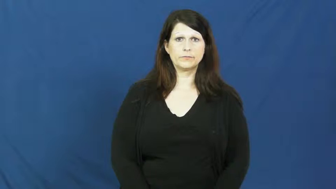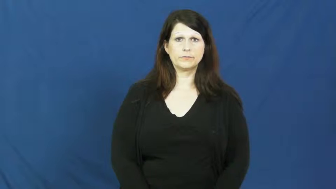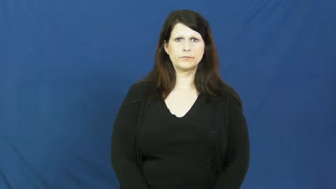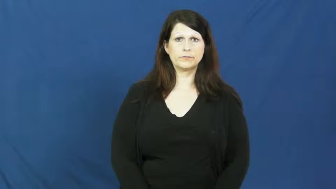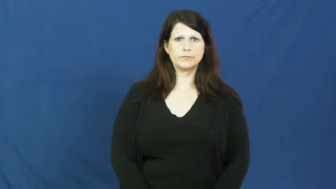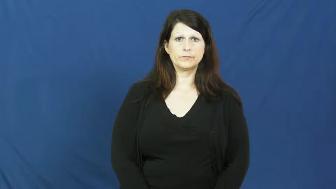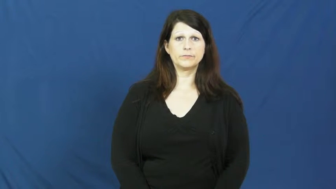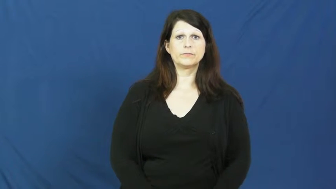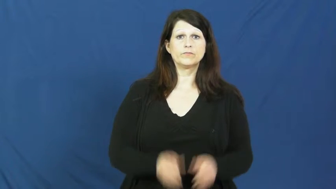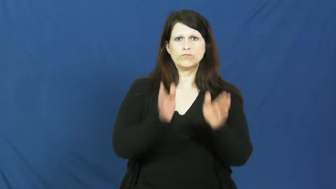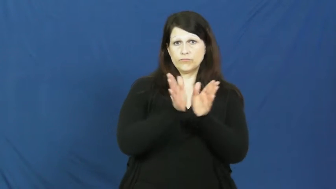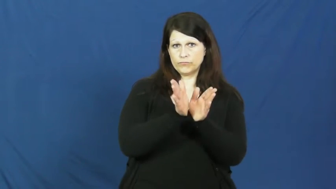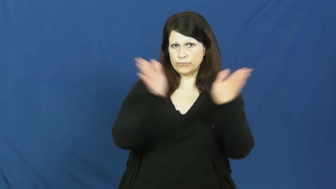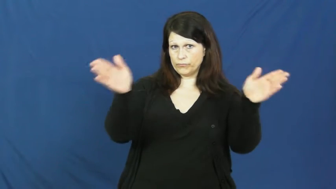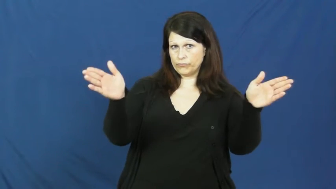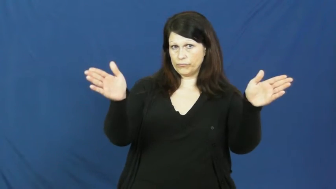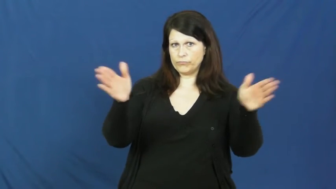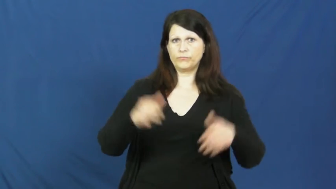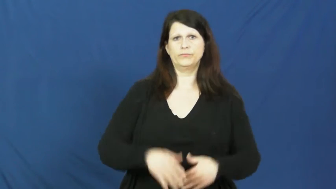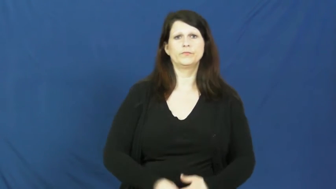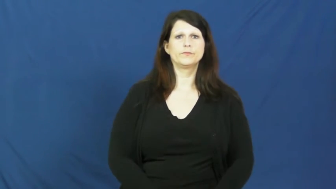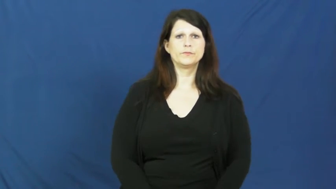open-broad